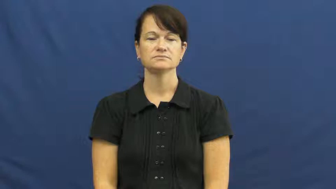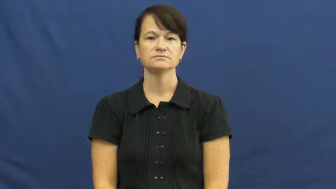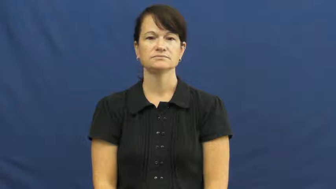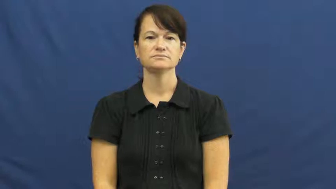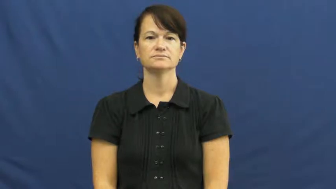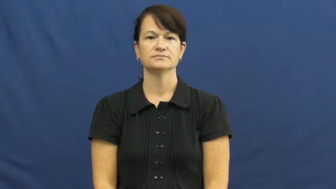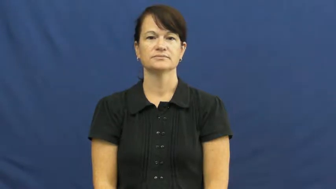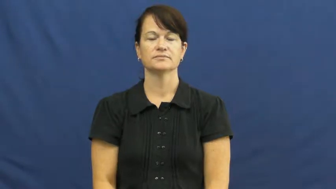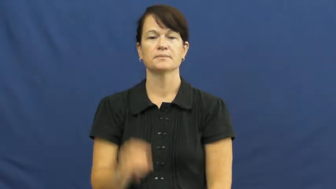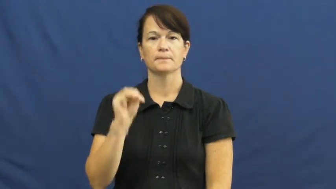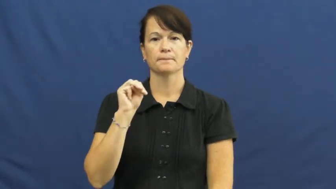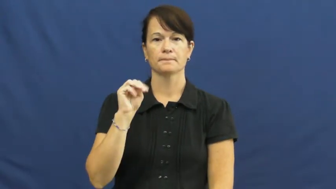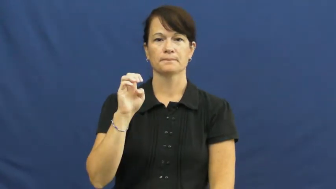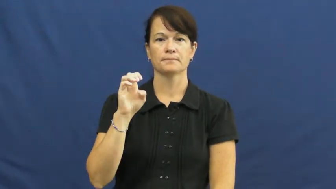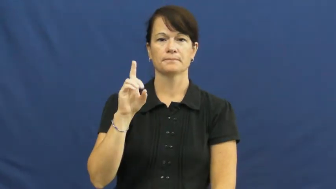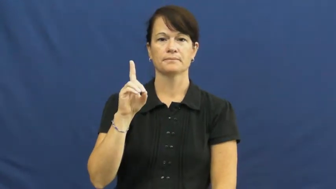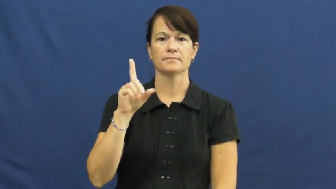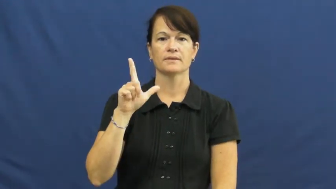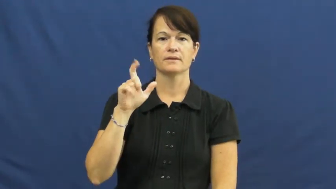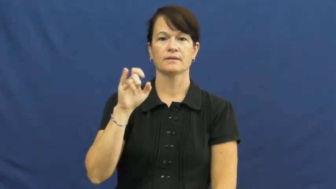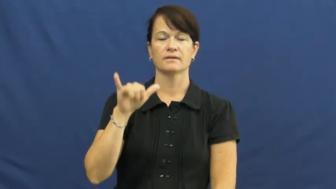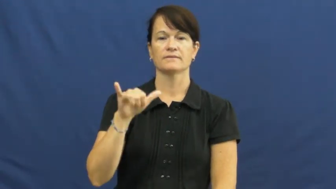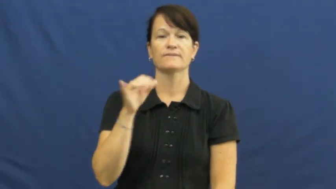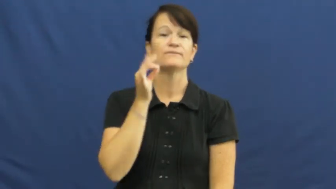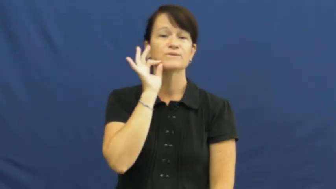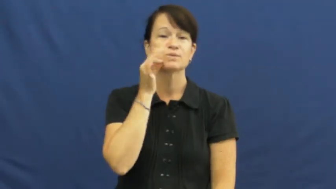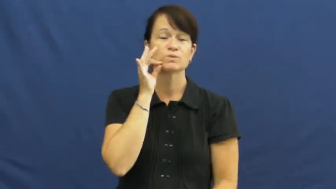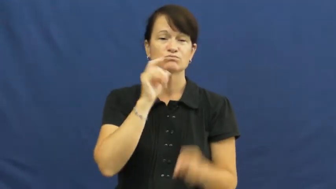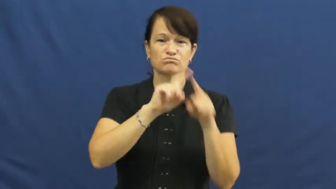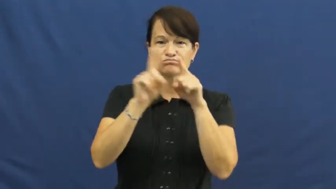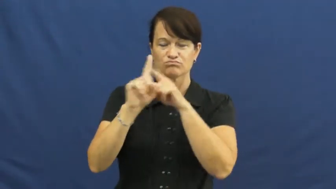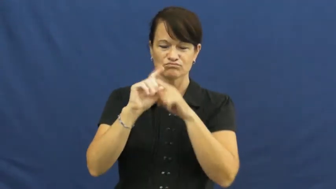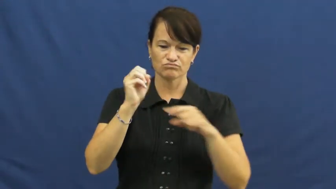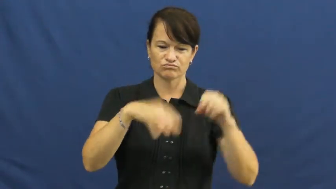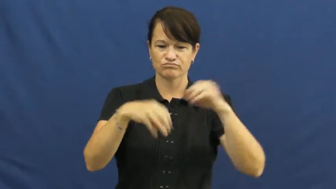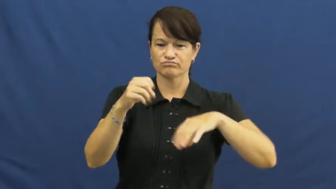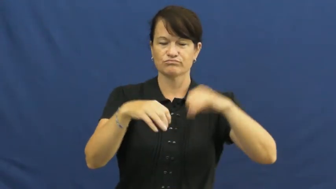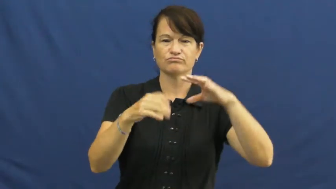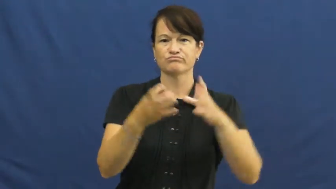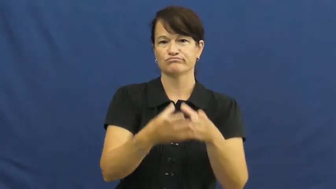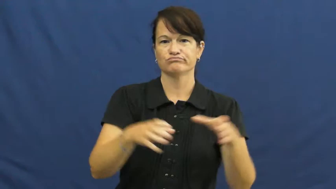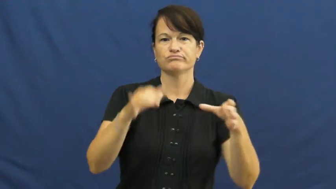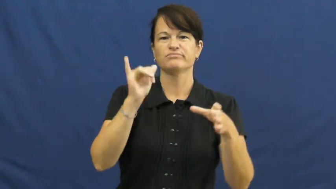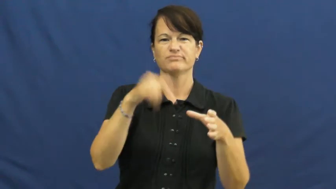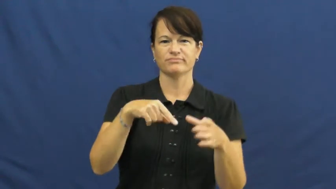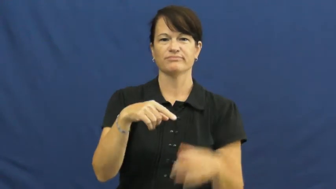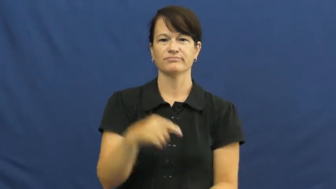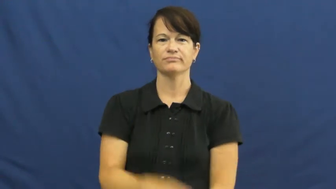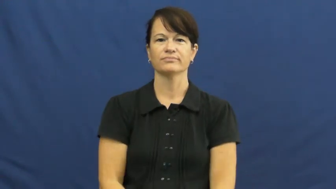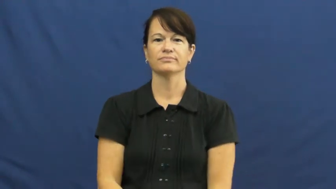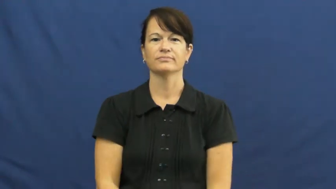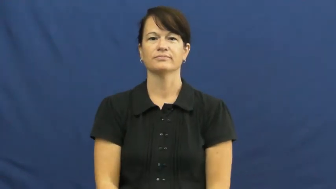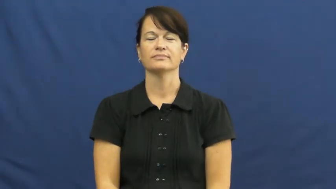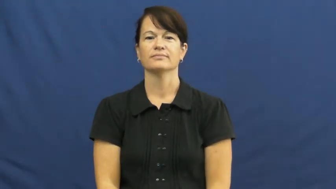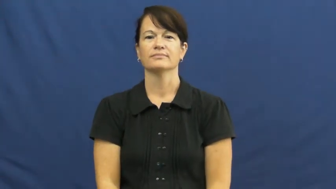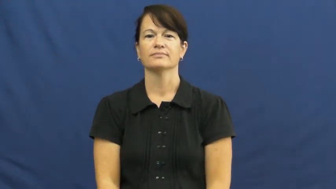medley-food